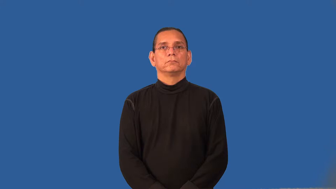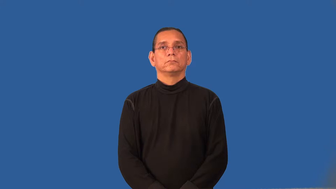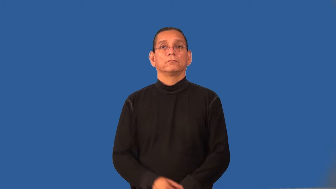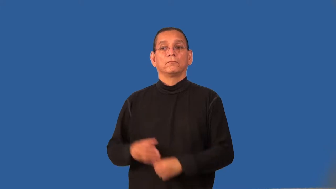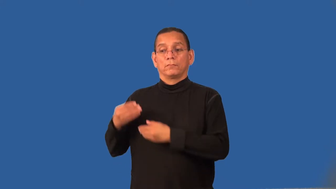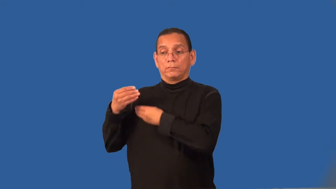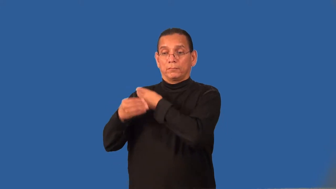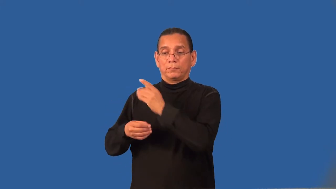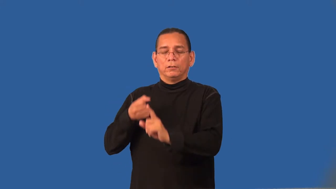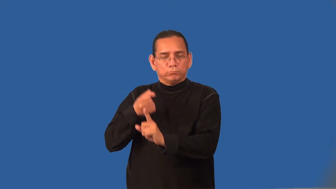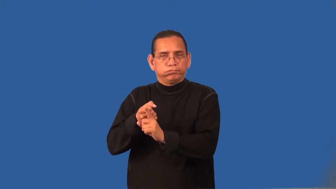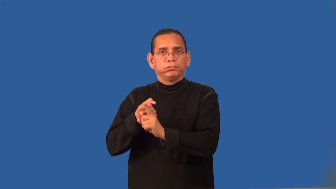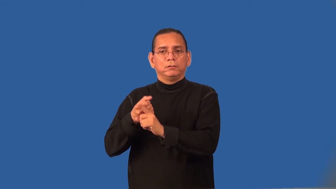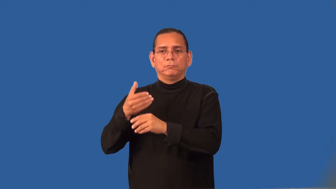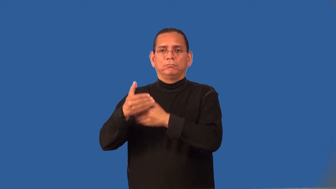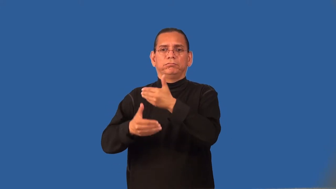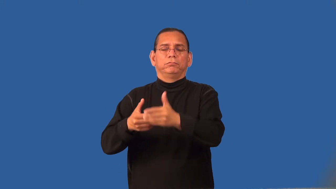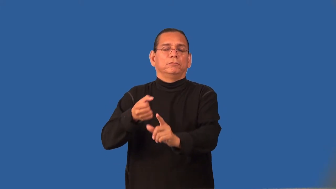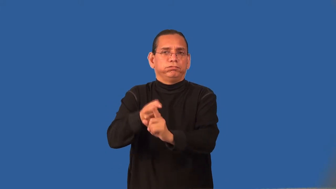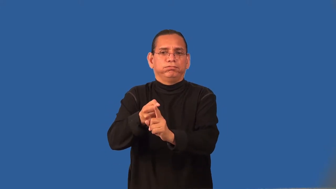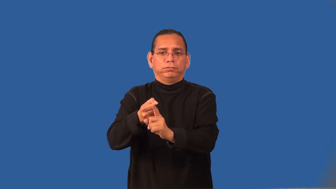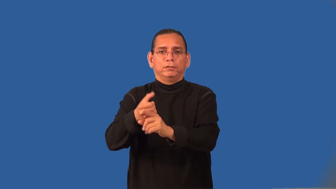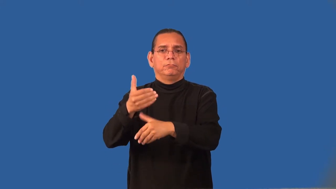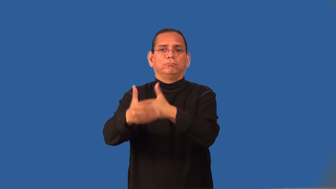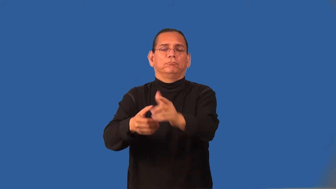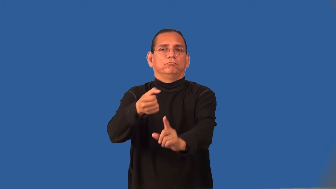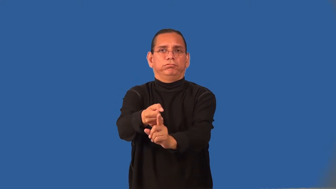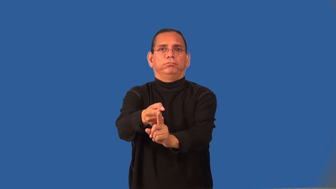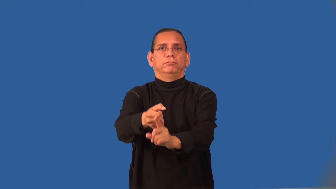recessive